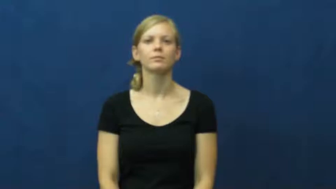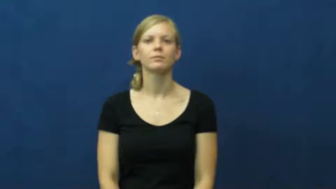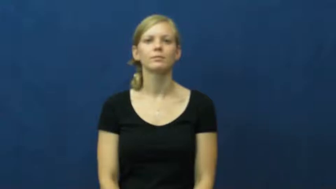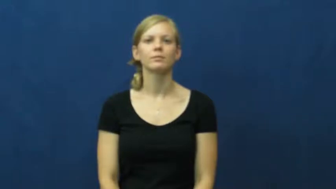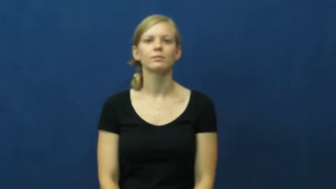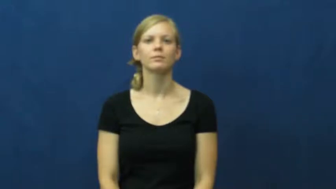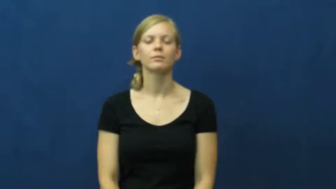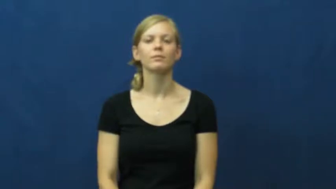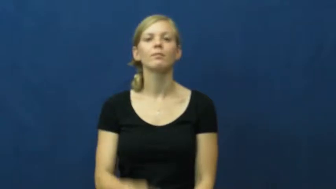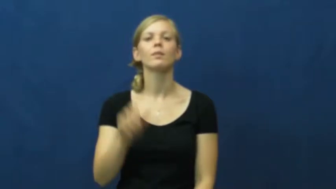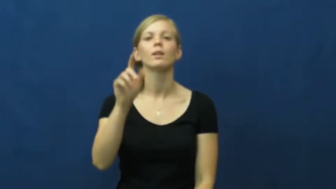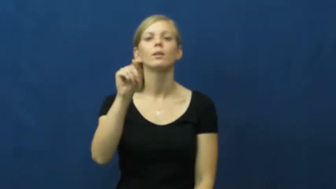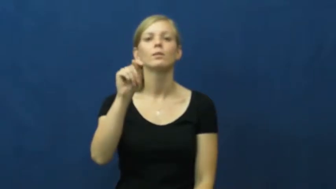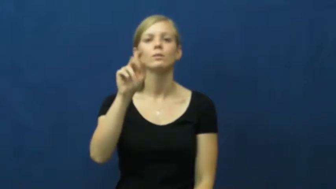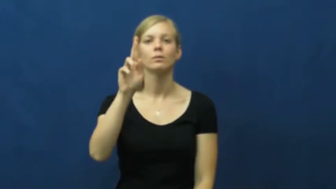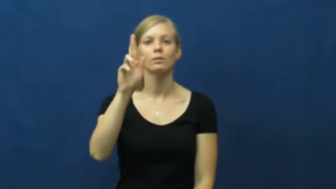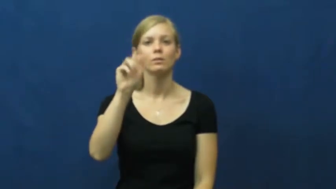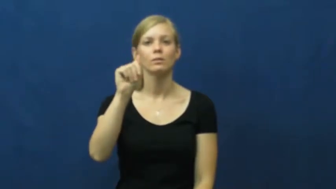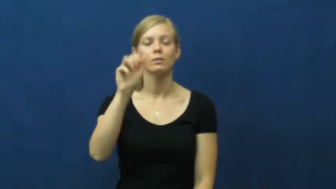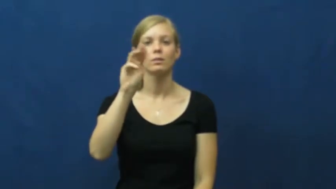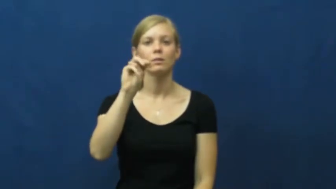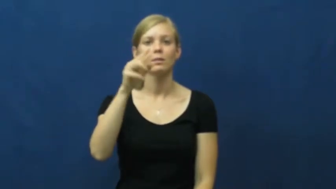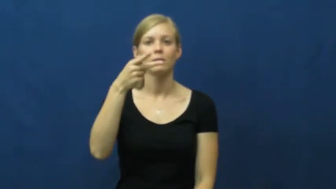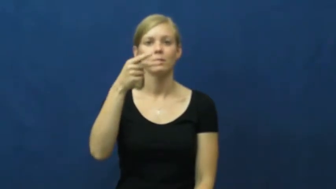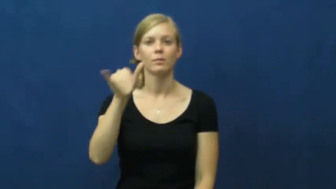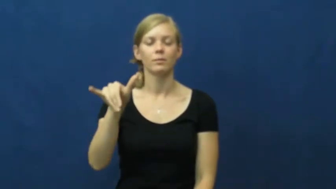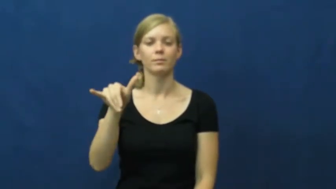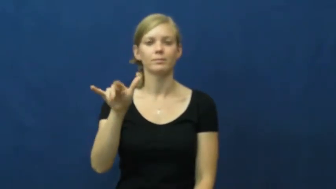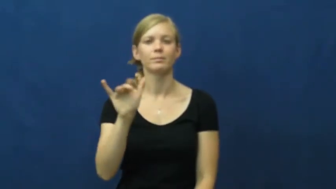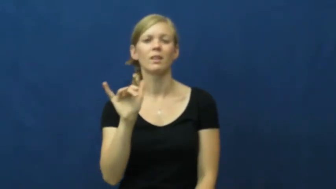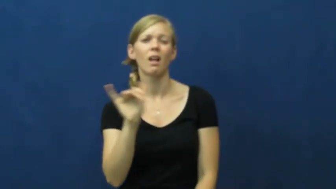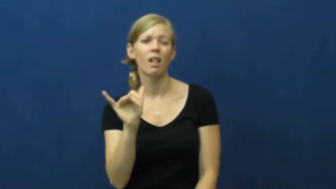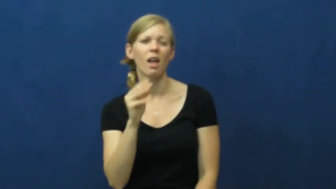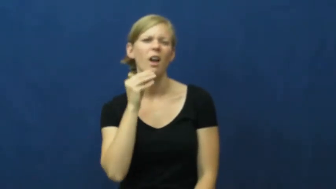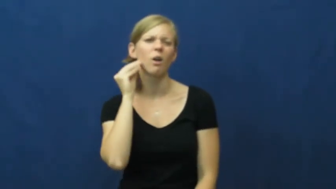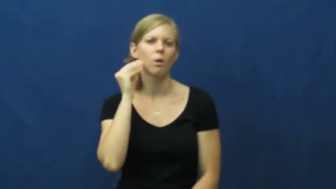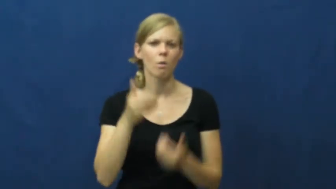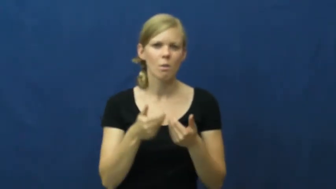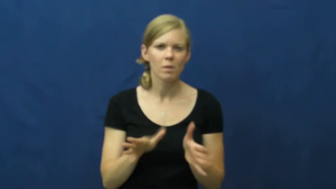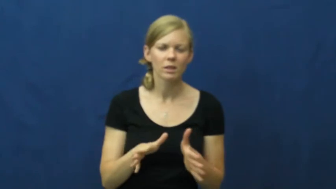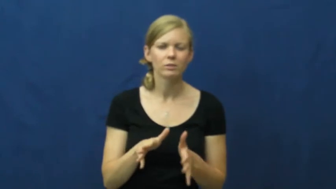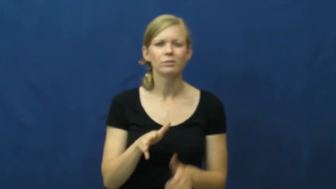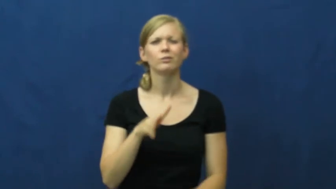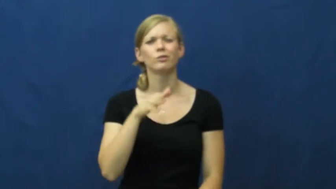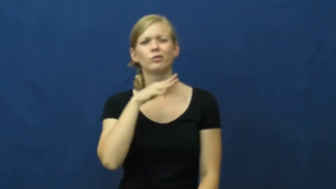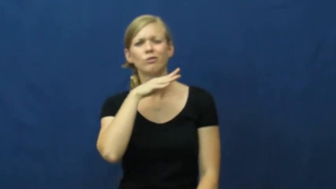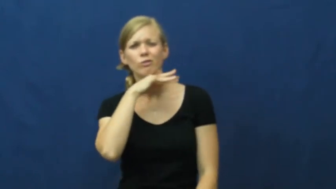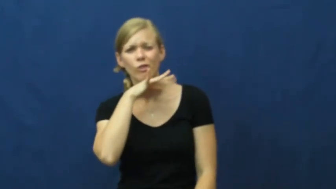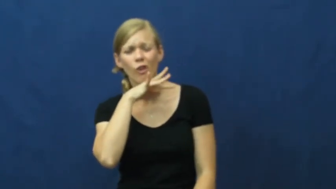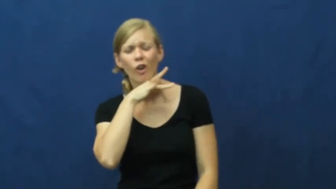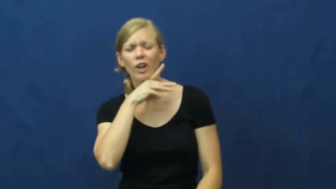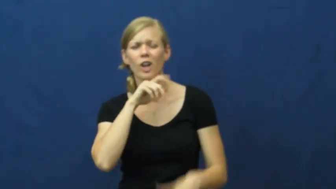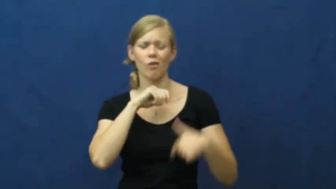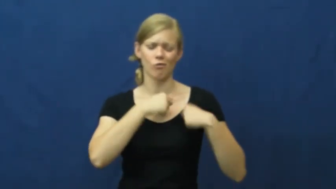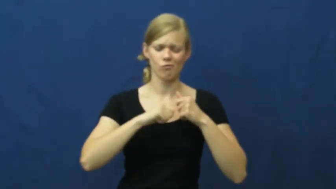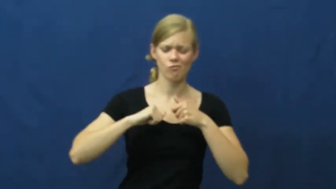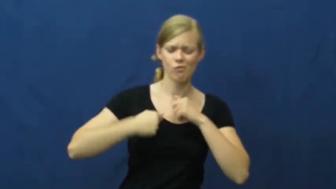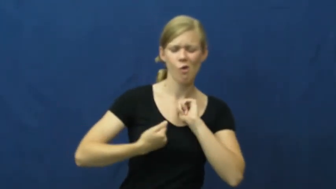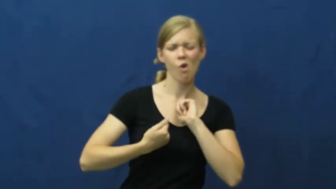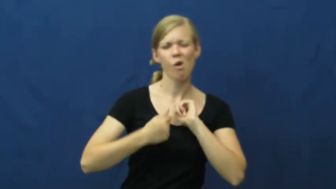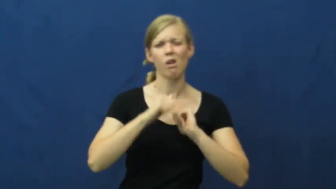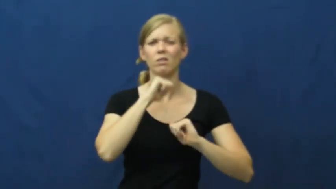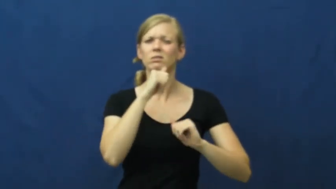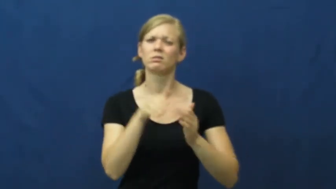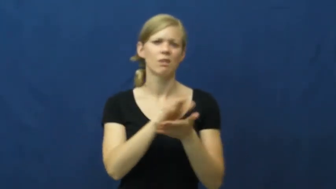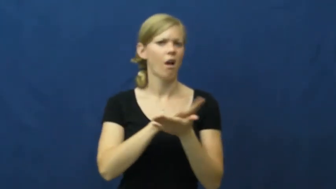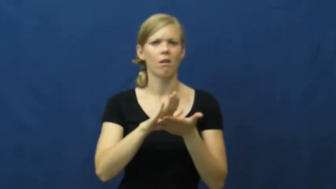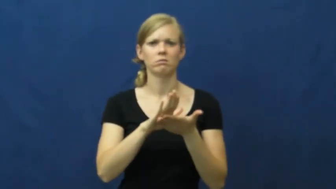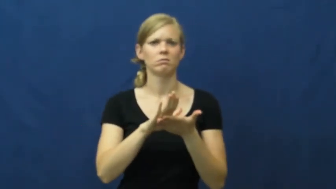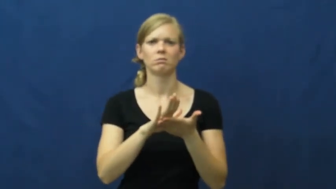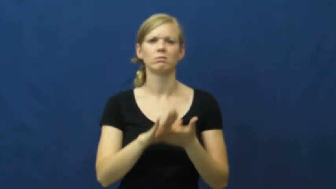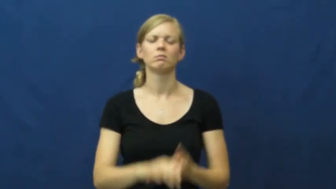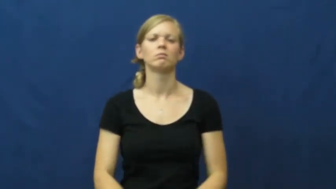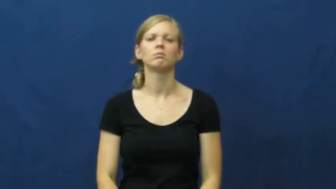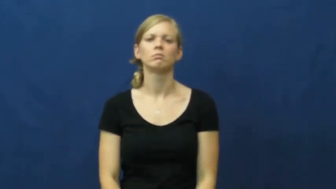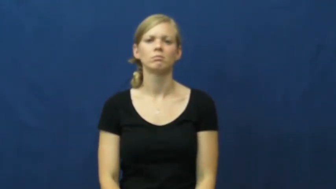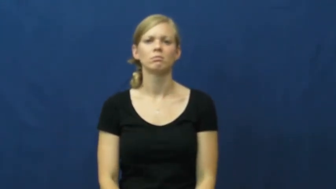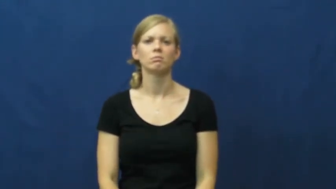trampy